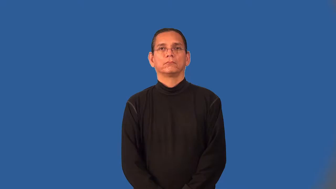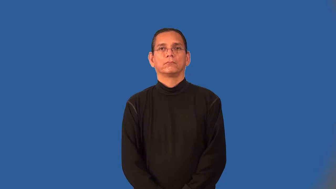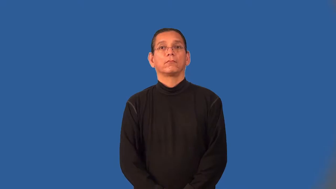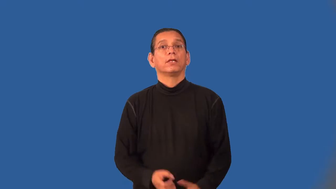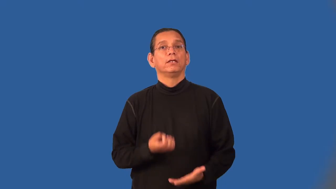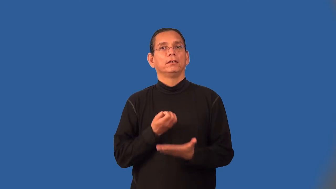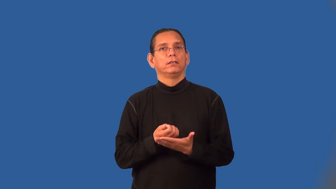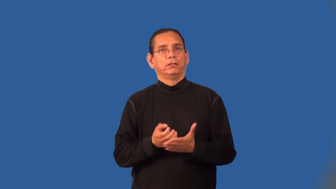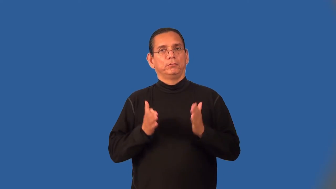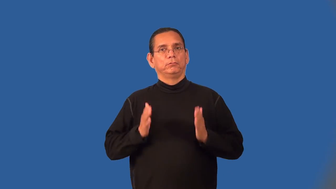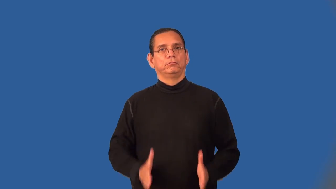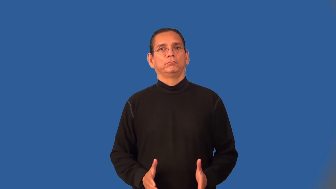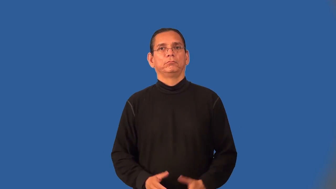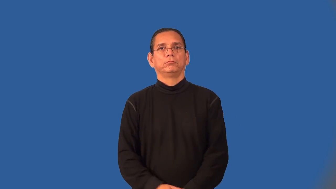economist